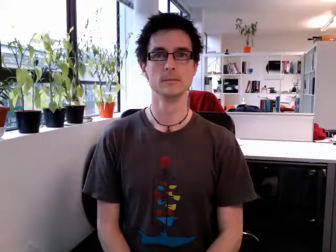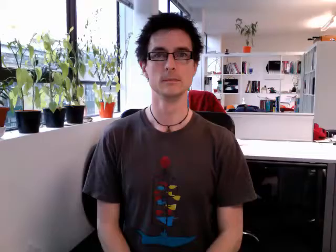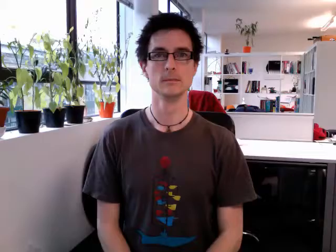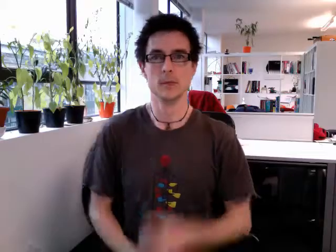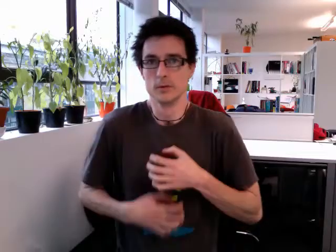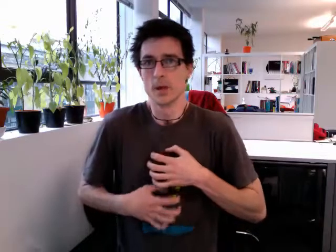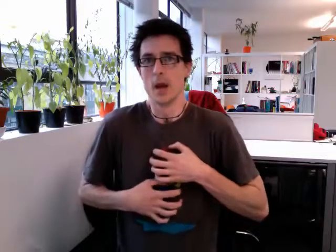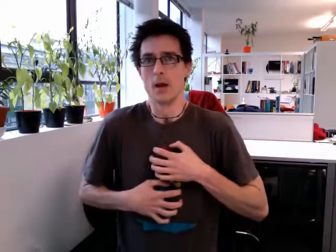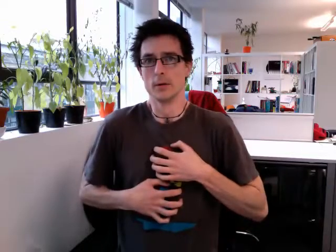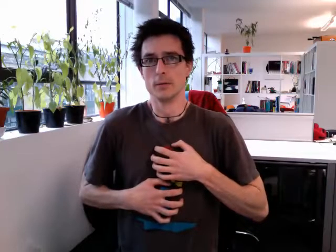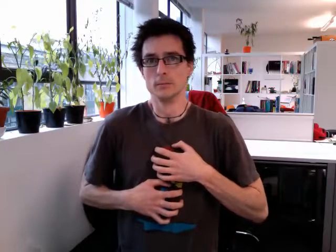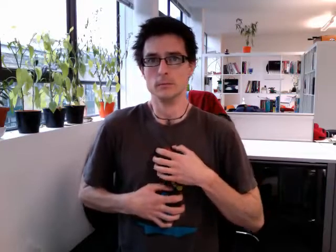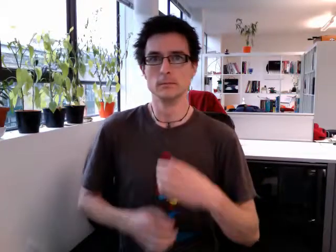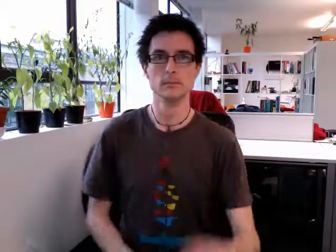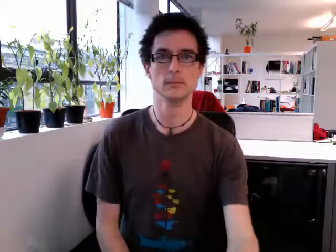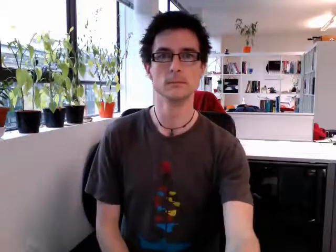scared